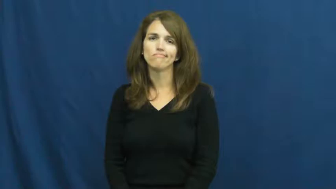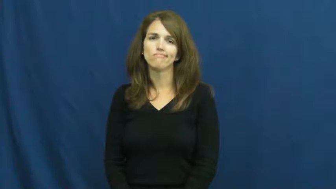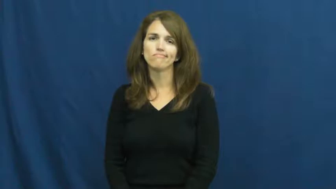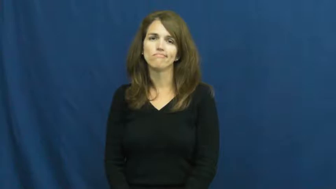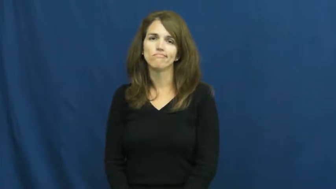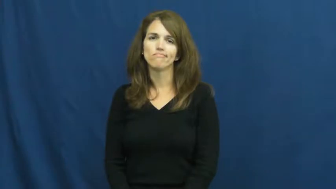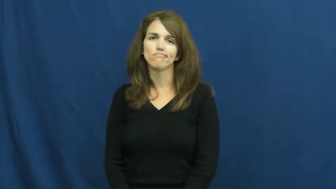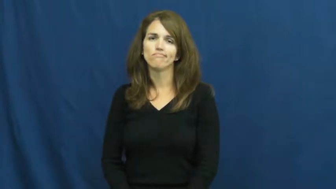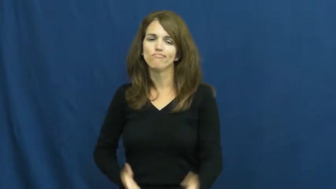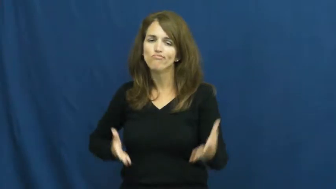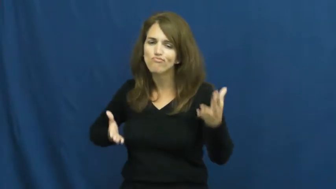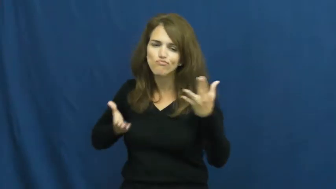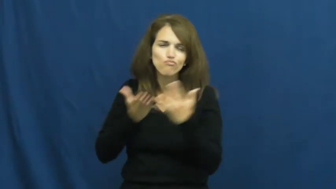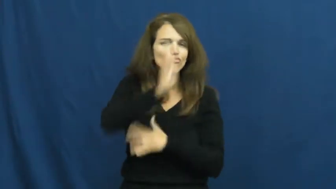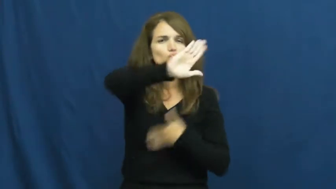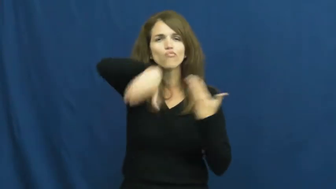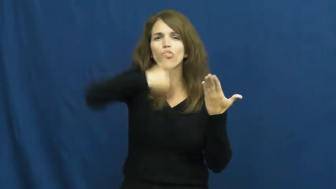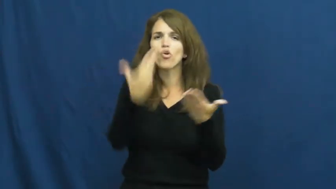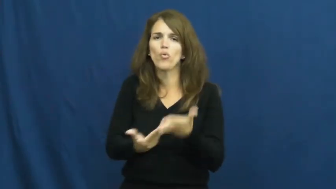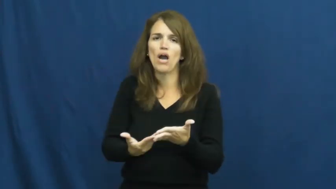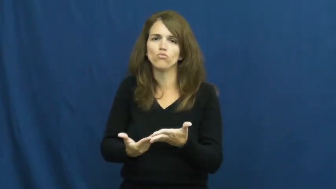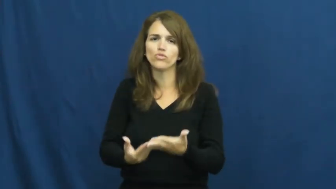throughout